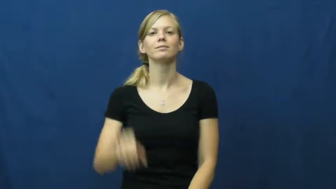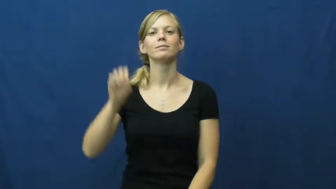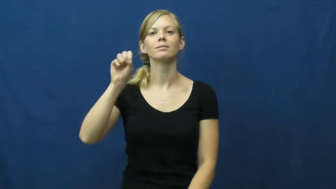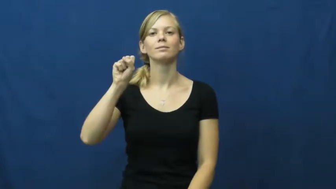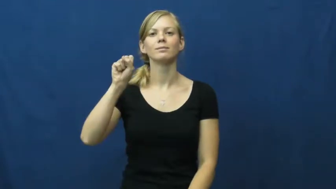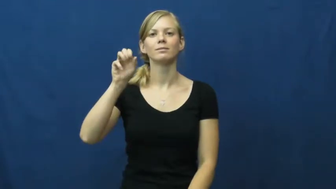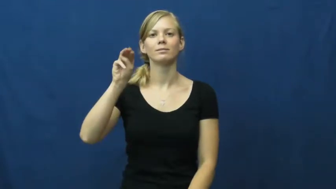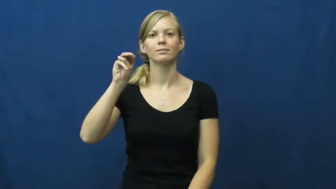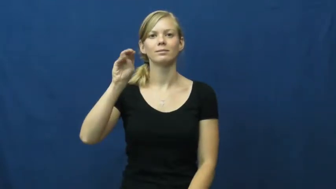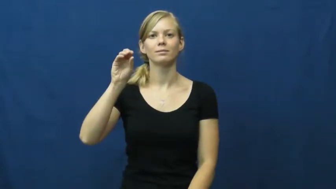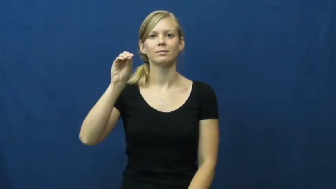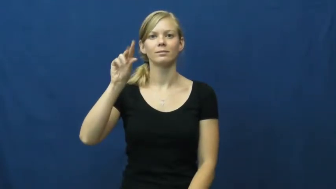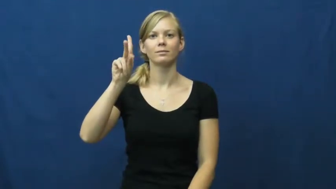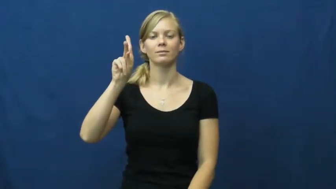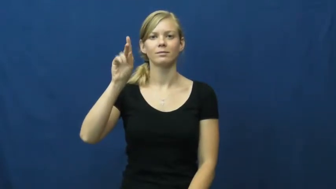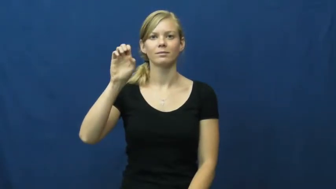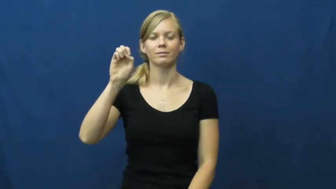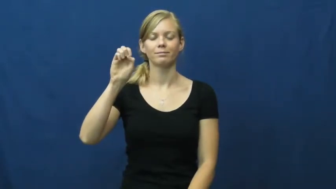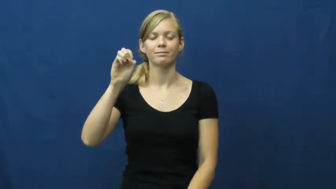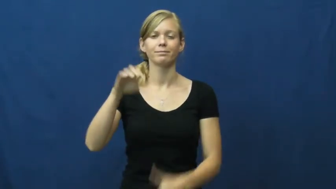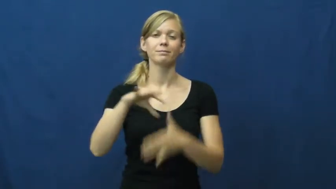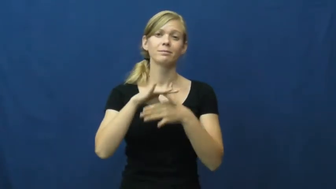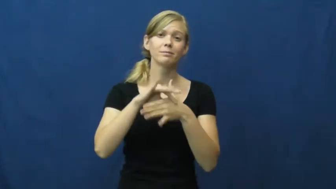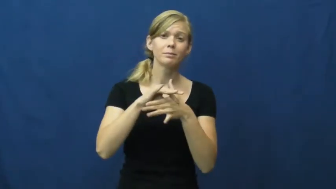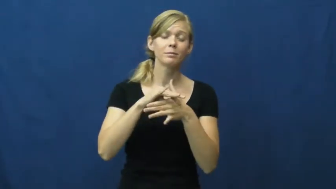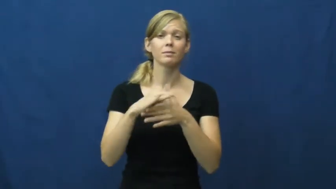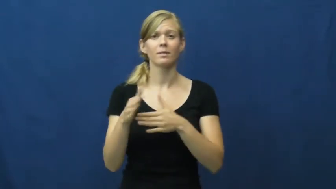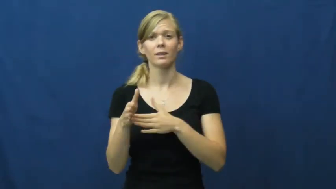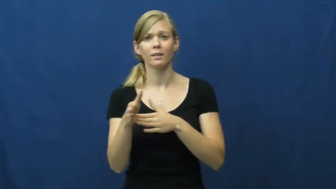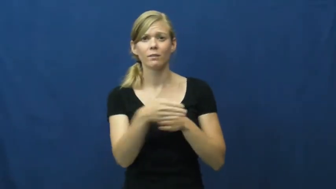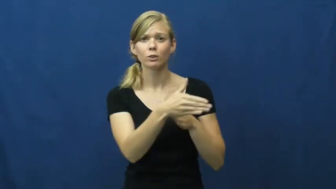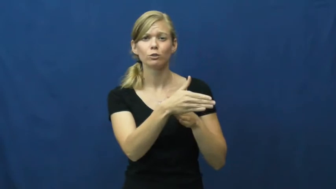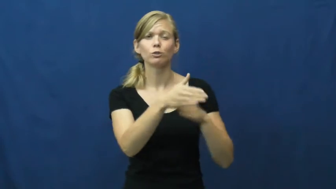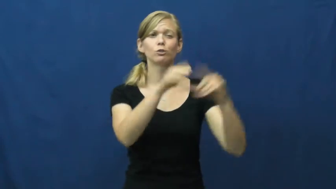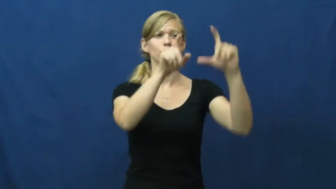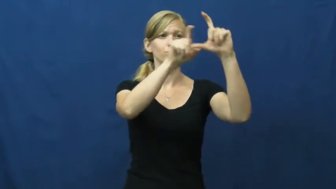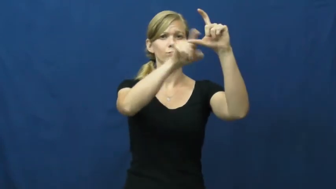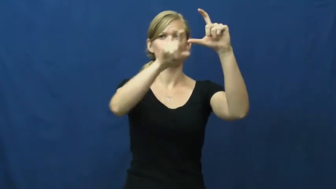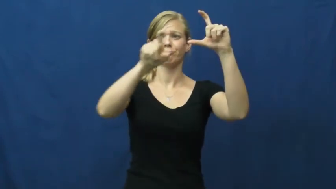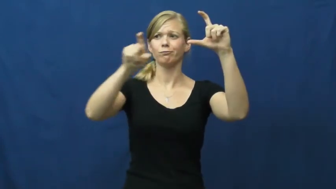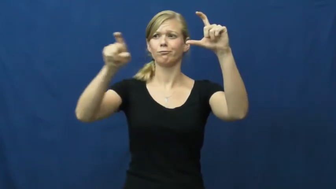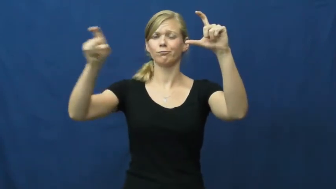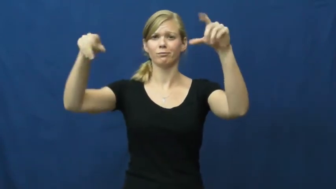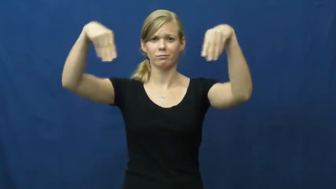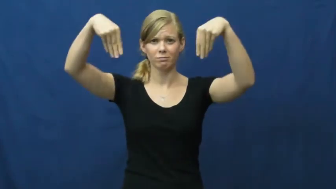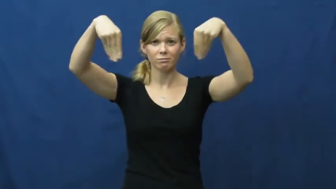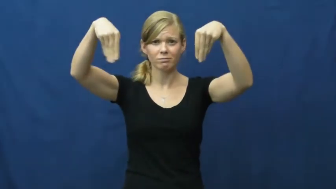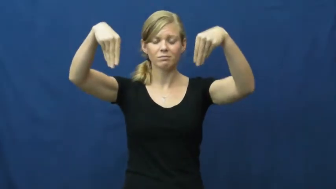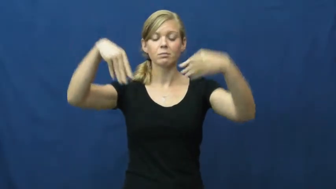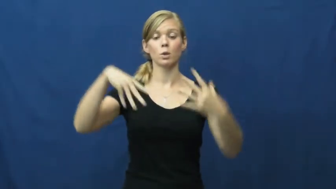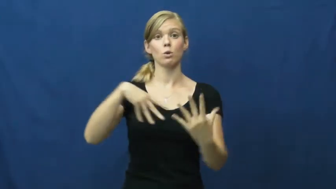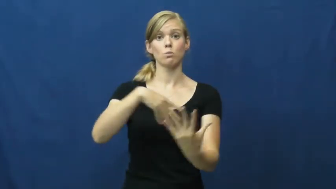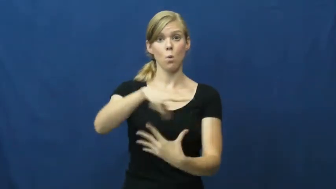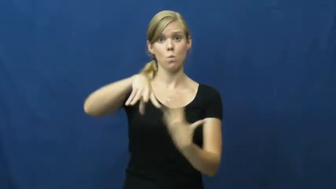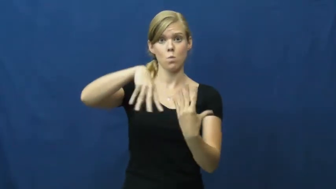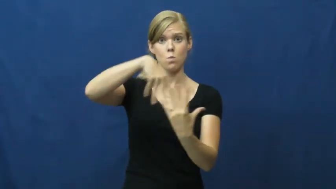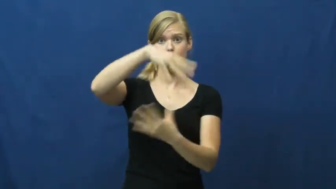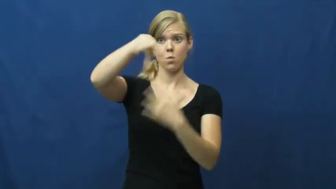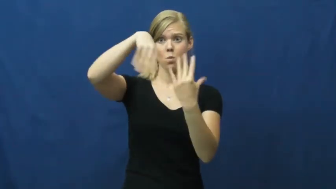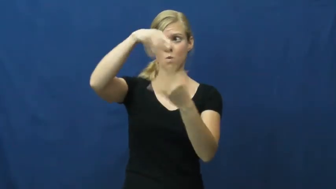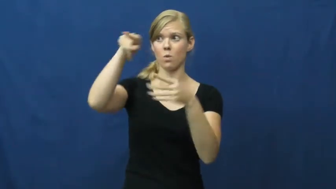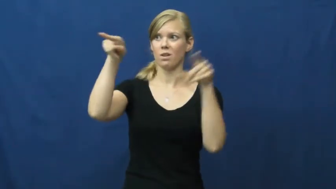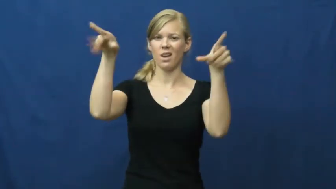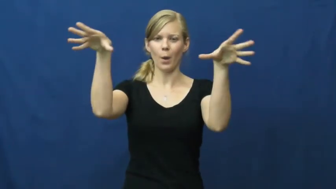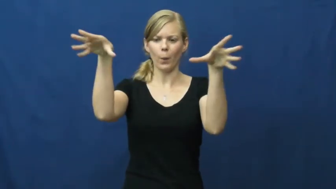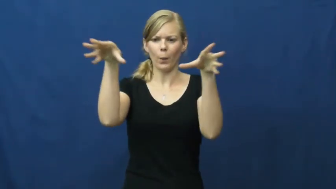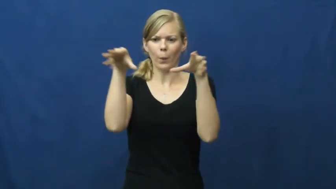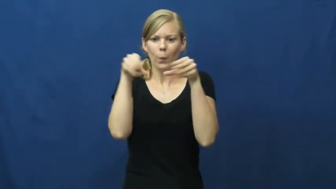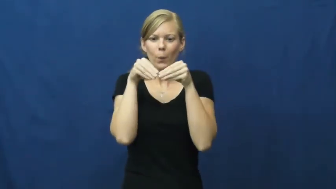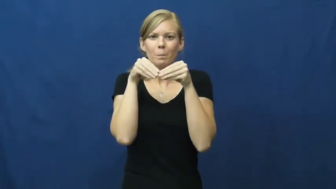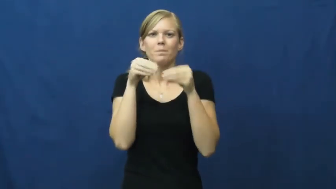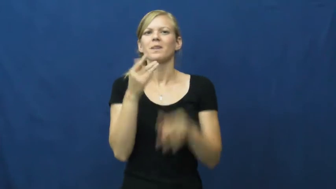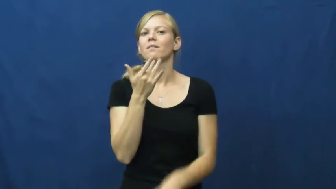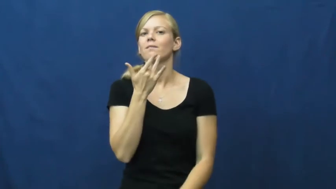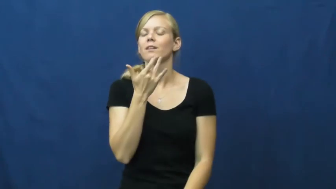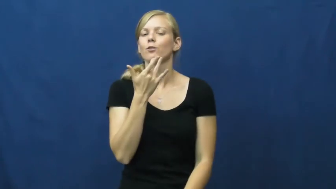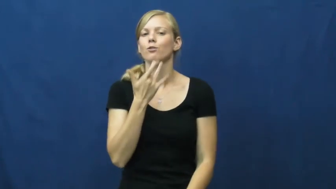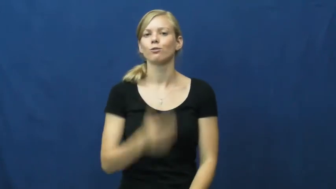smoke-meat